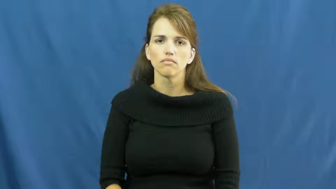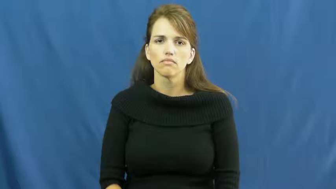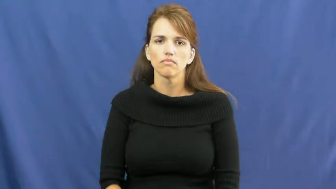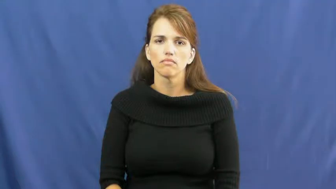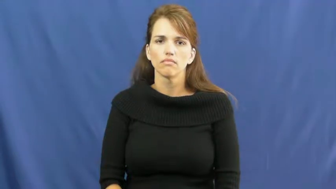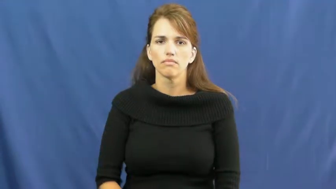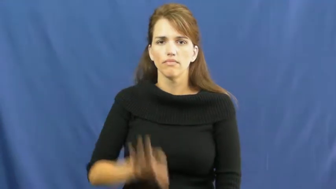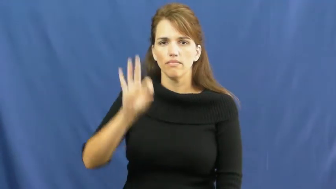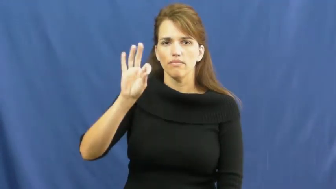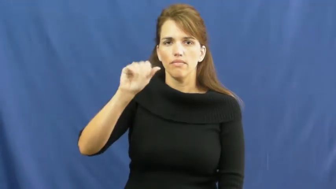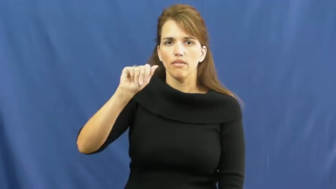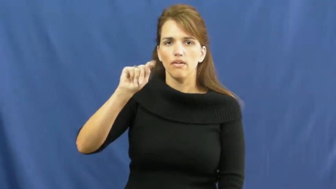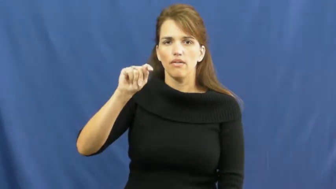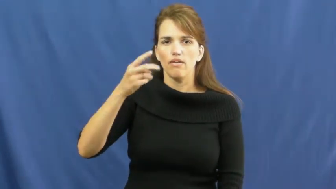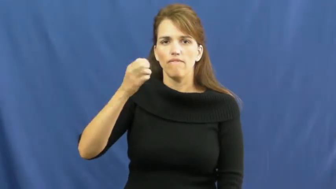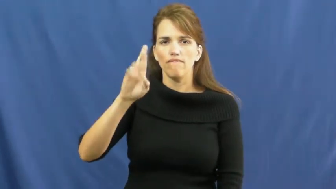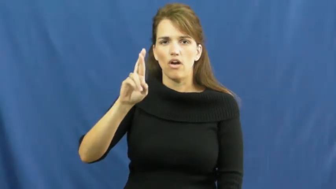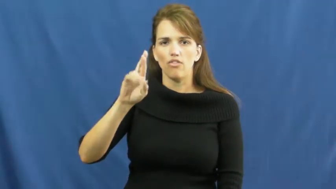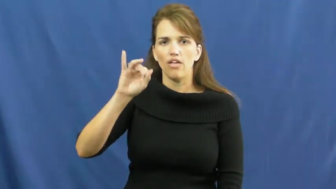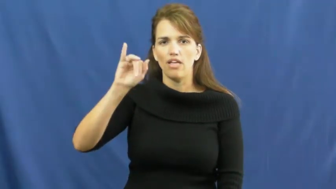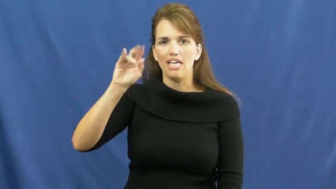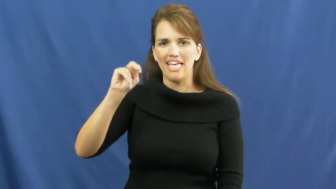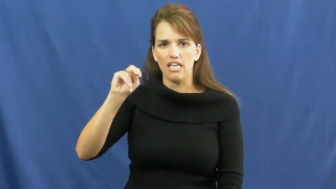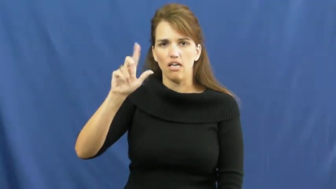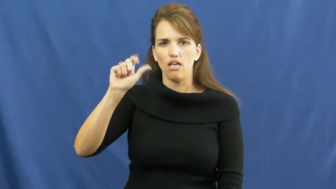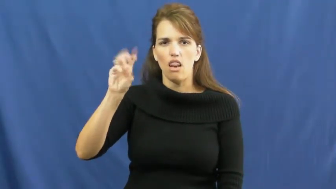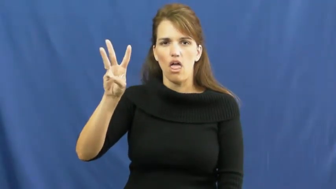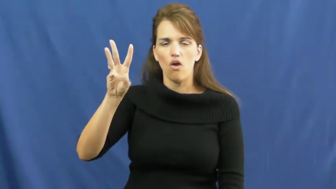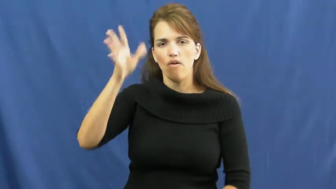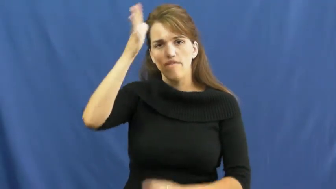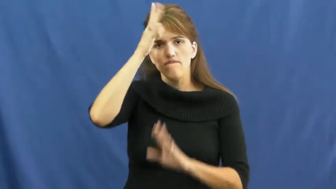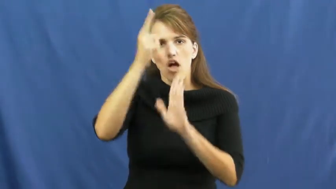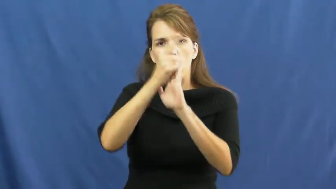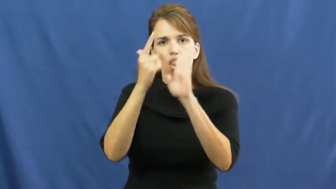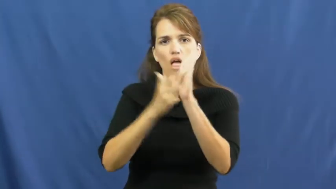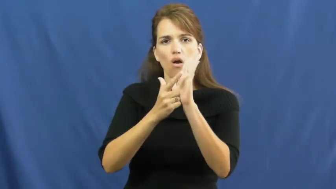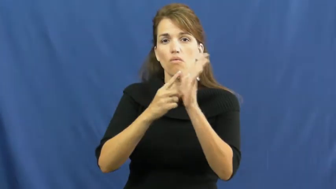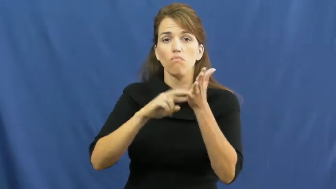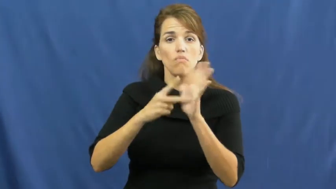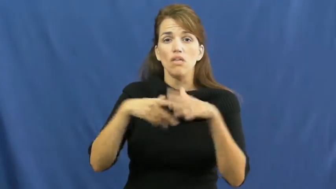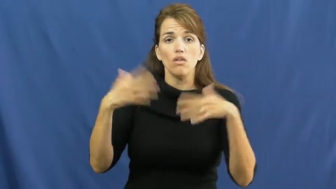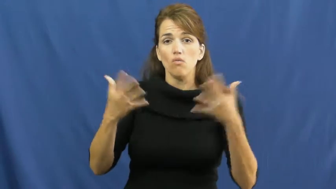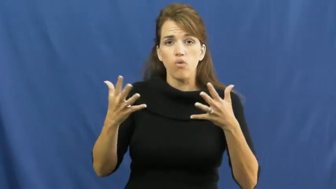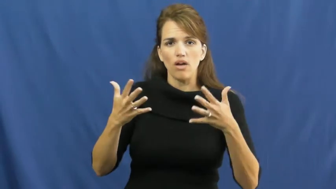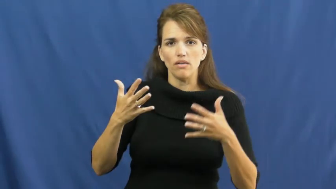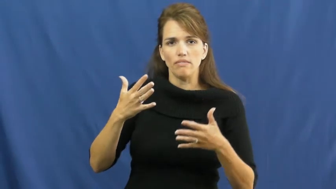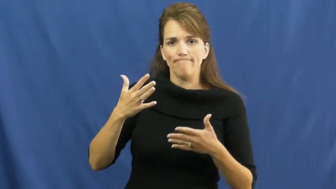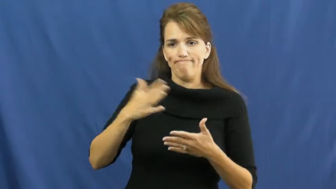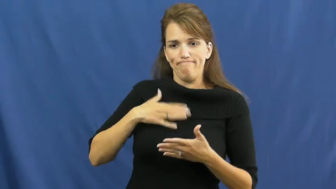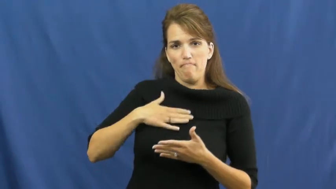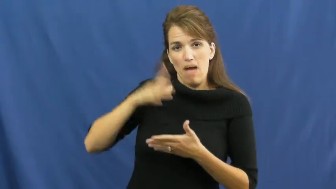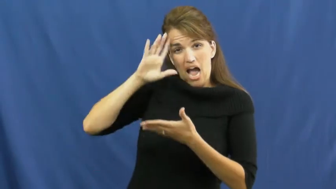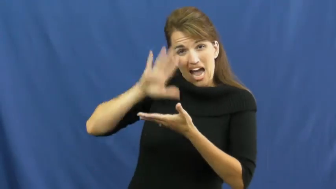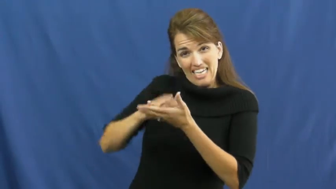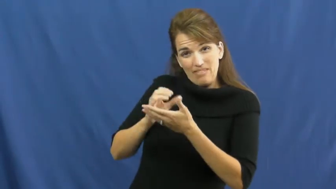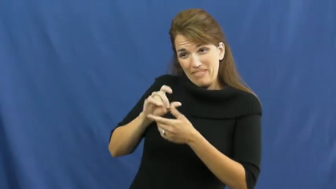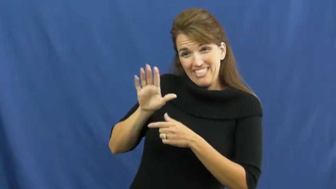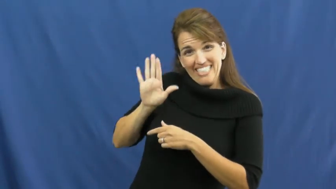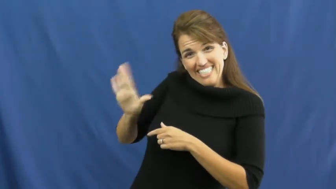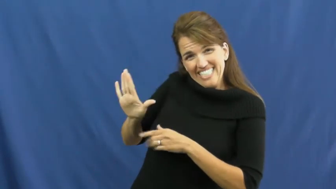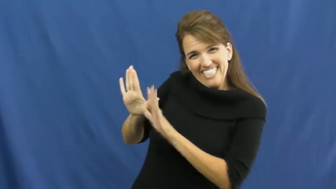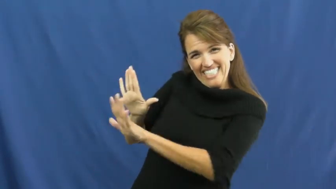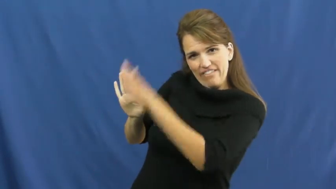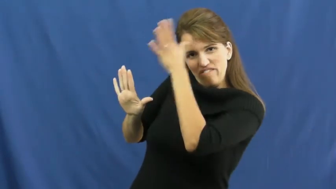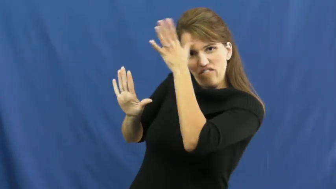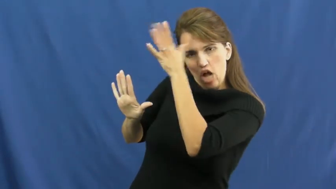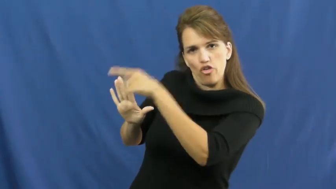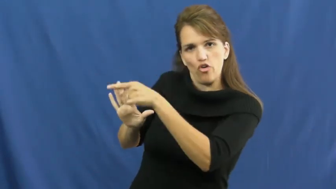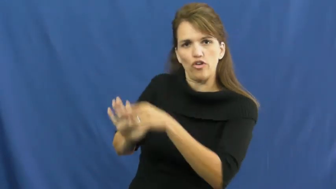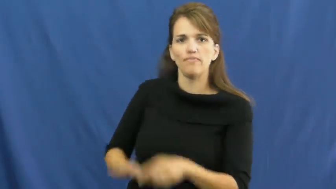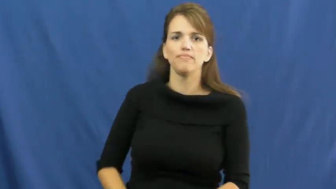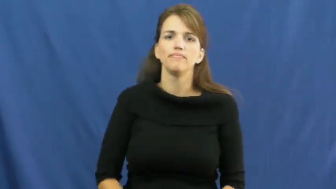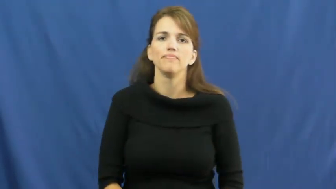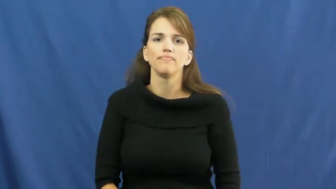father-in-law